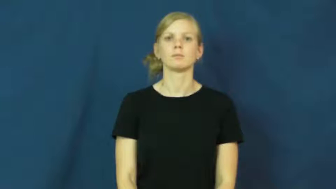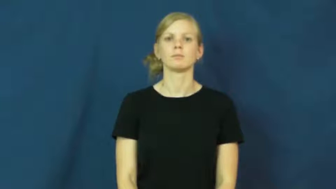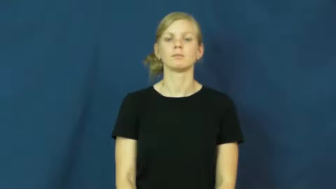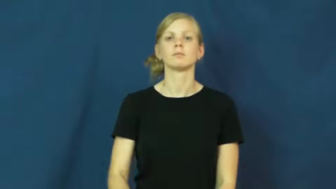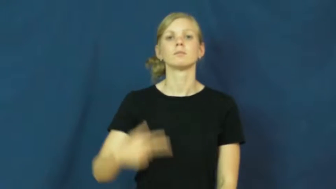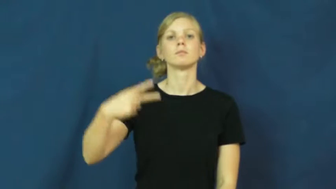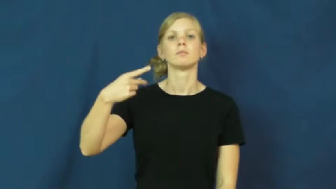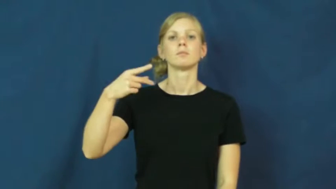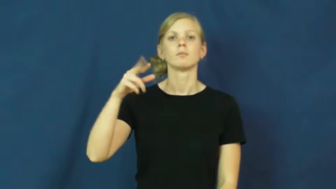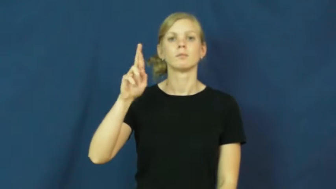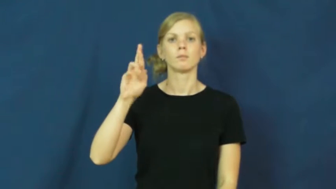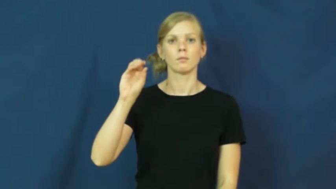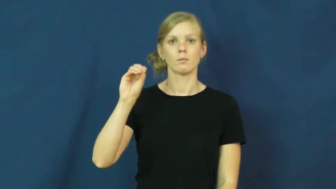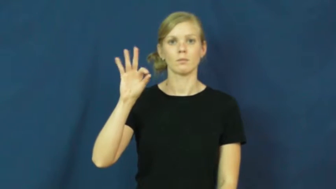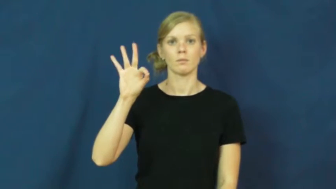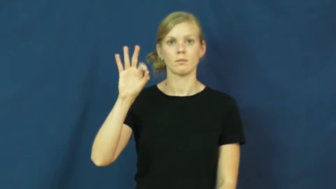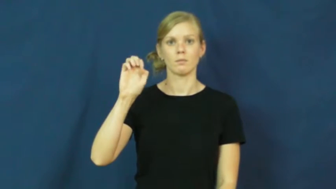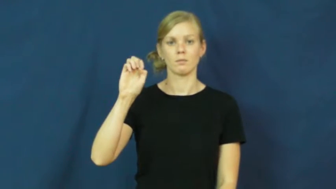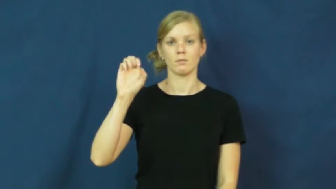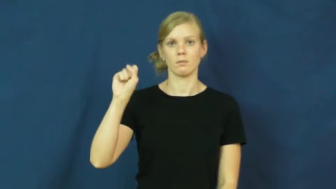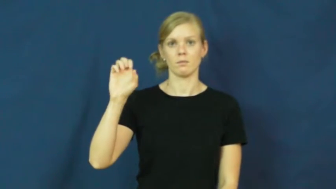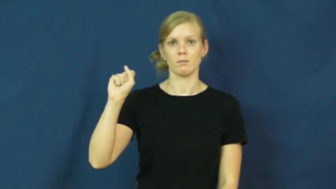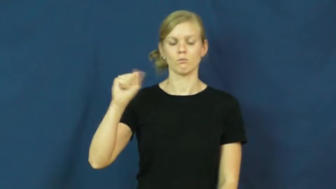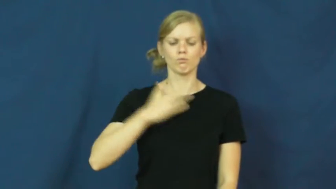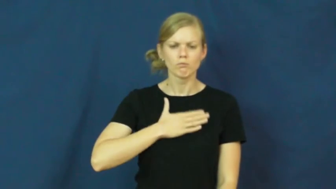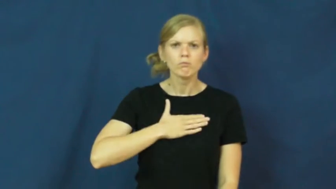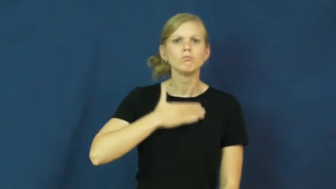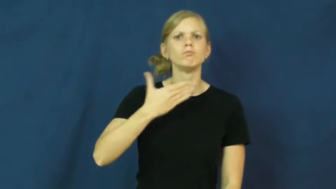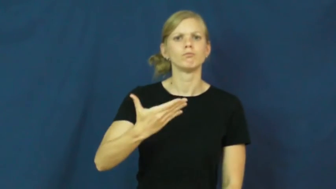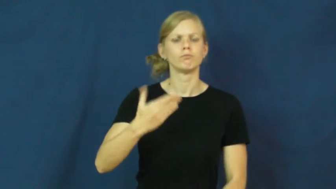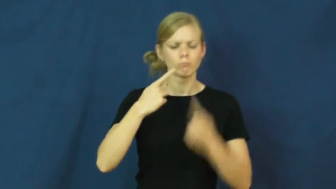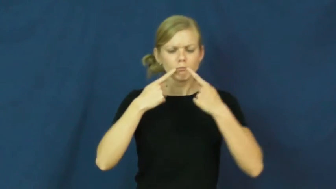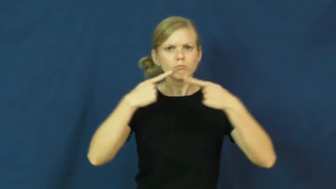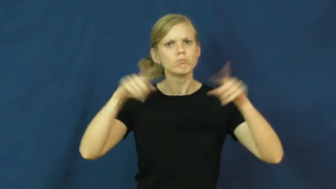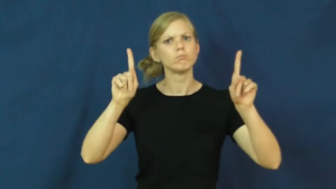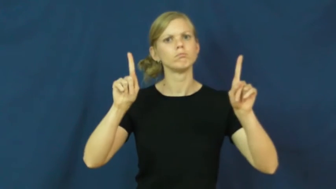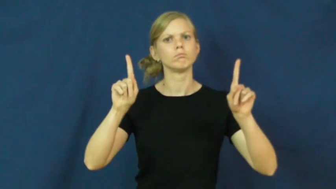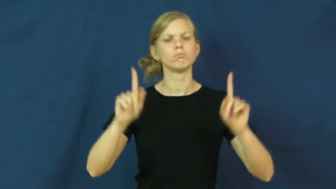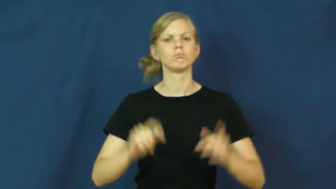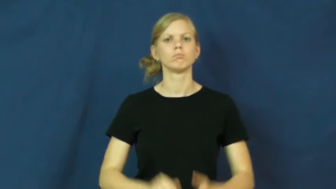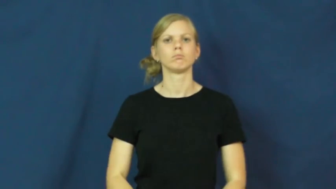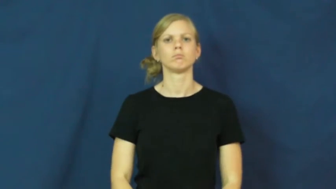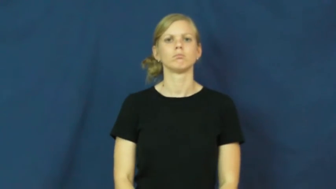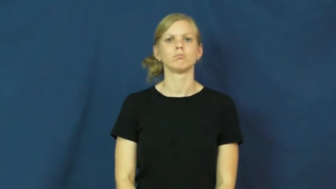profess